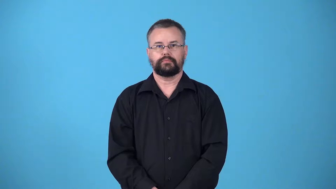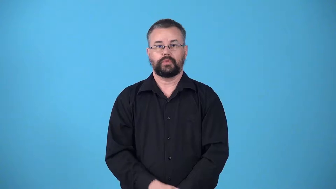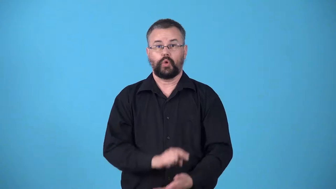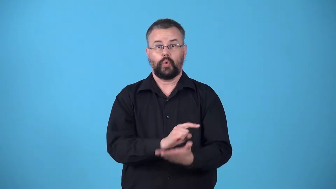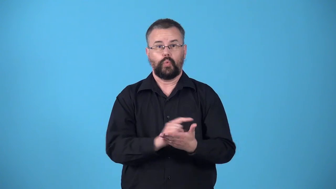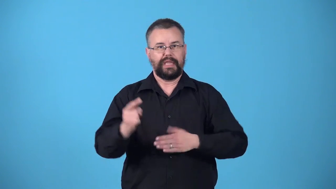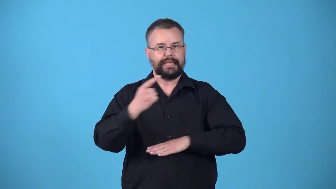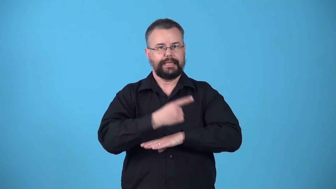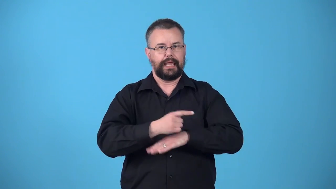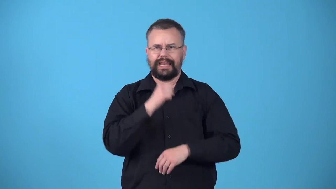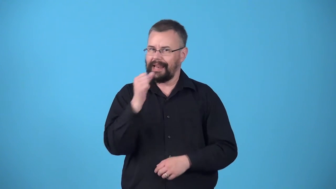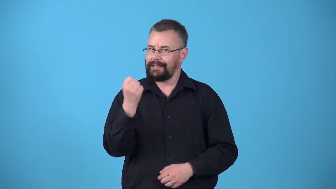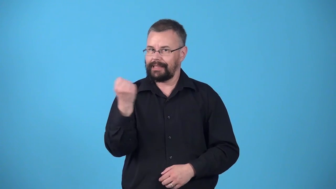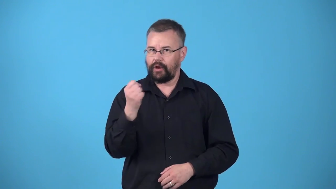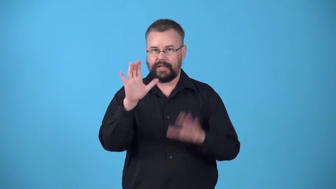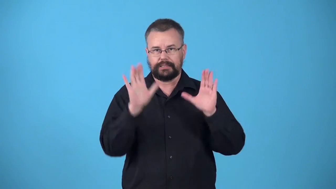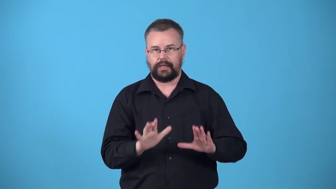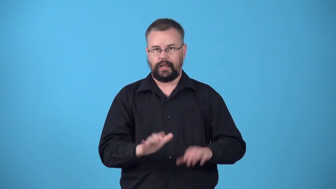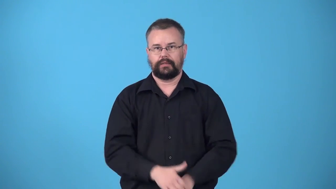weekday